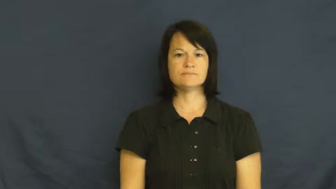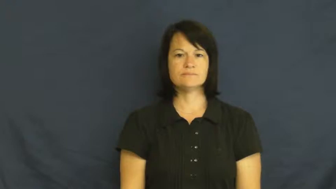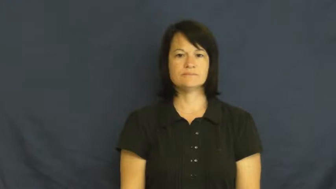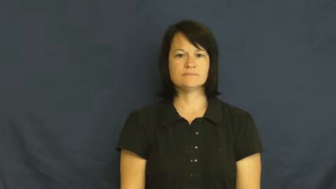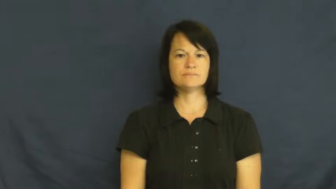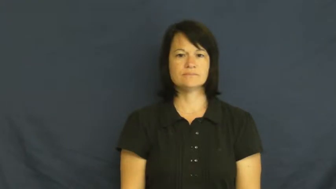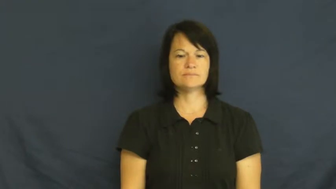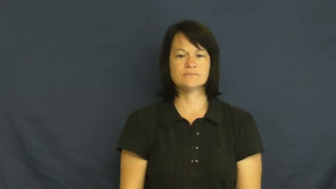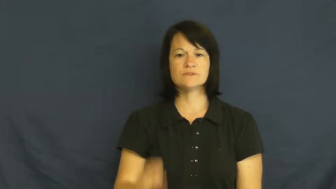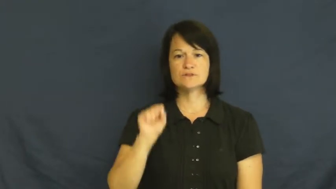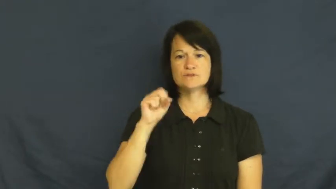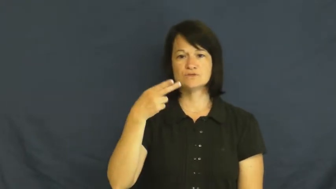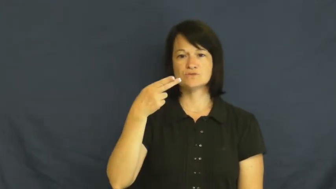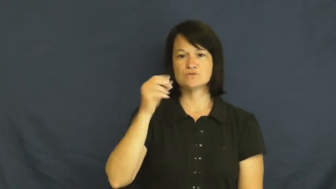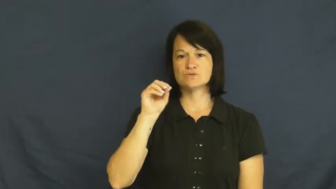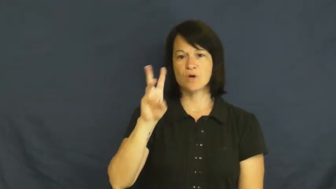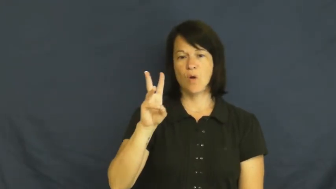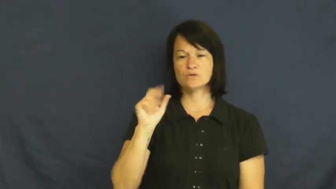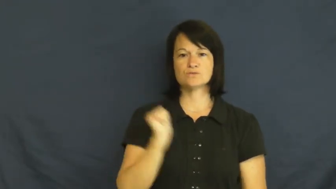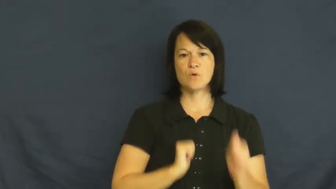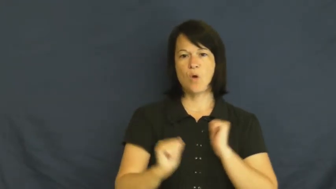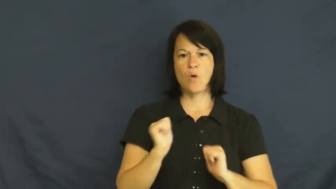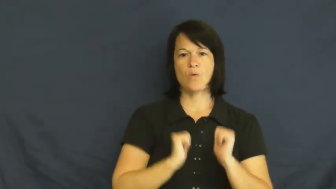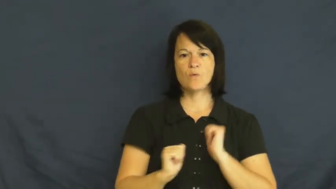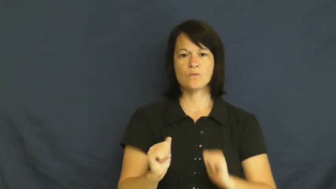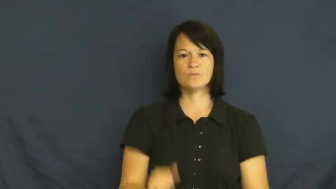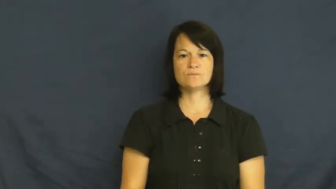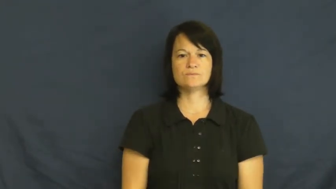show-play